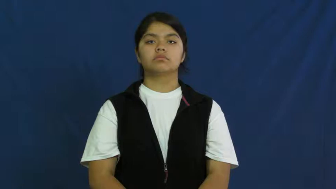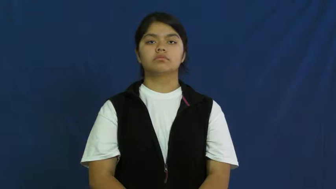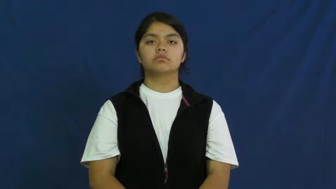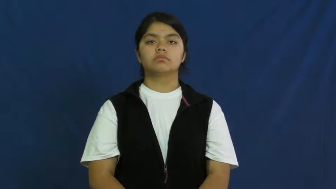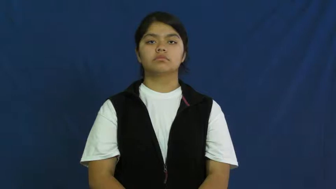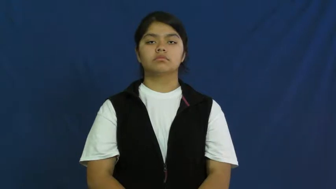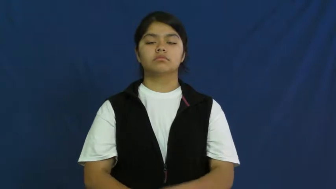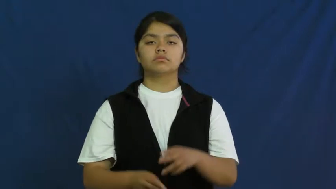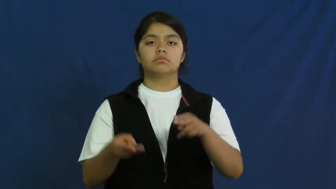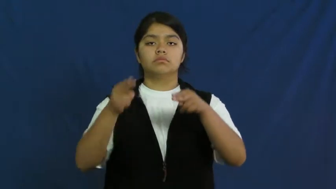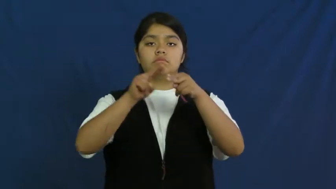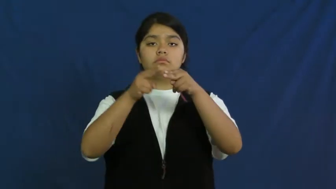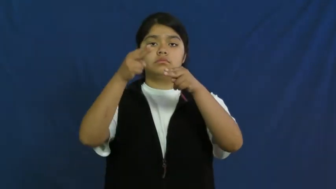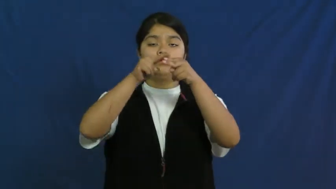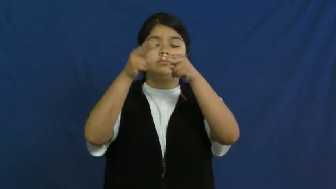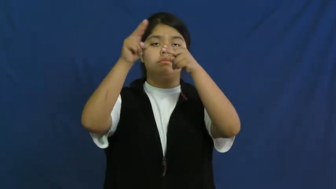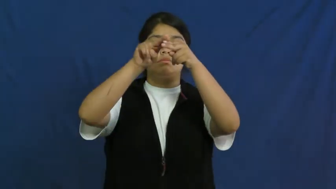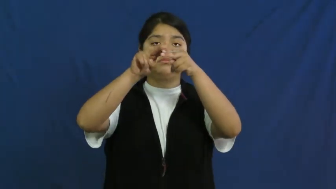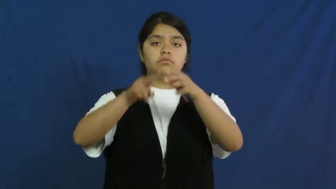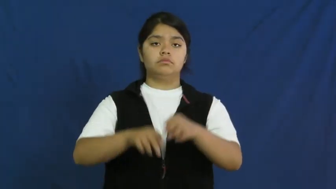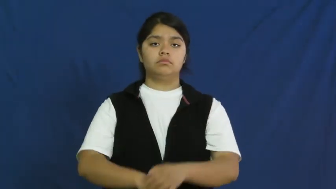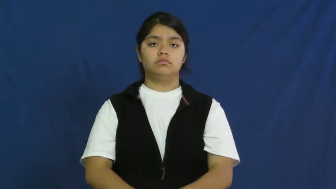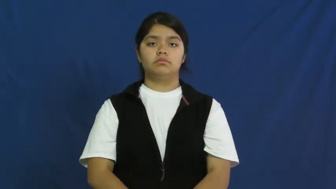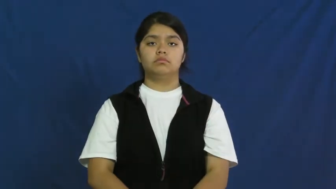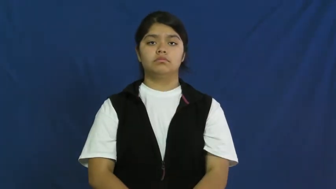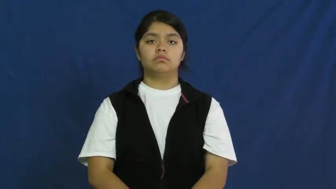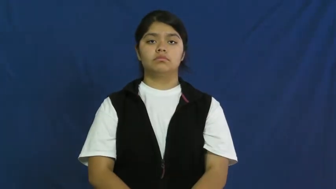put on-weight